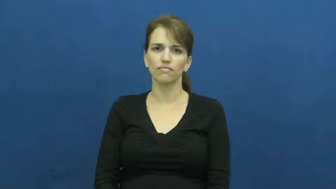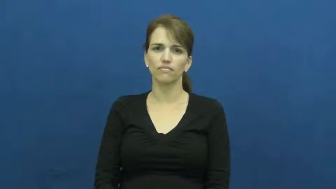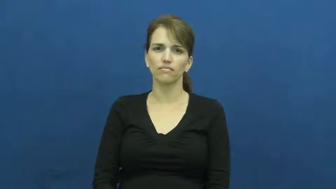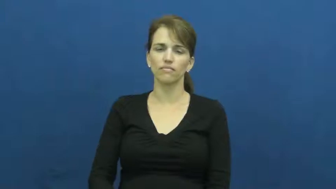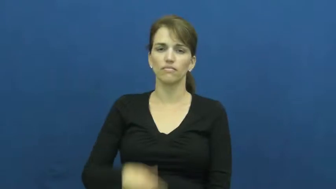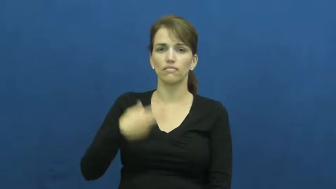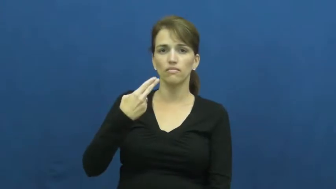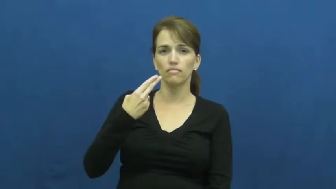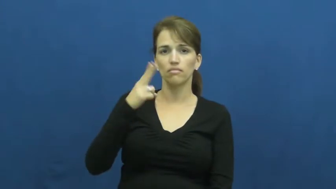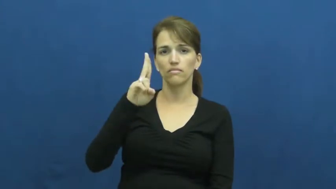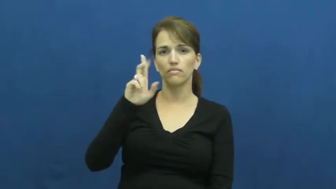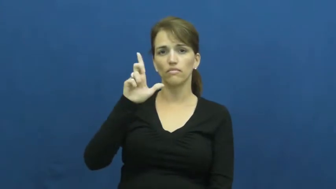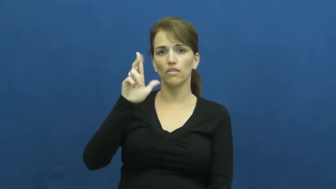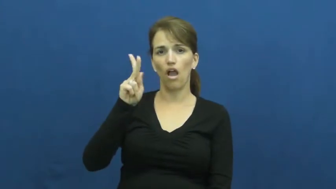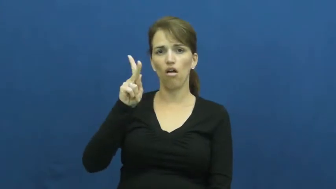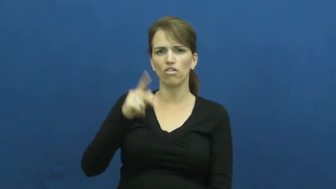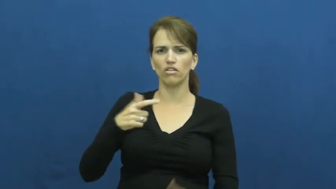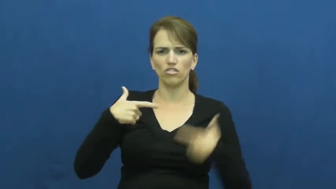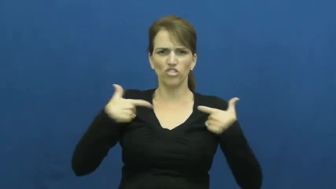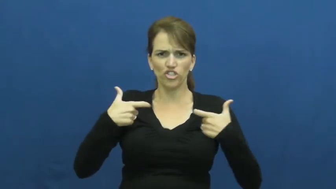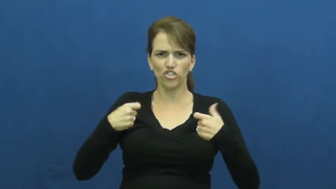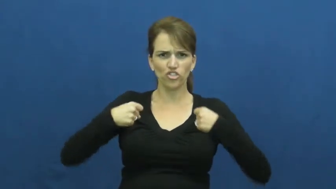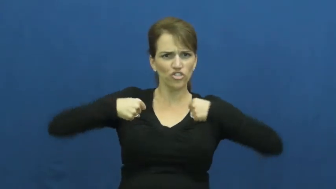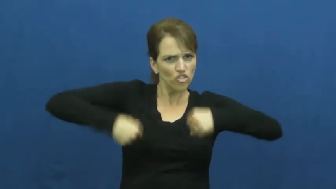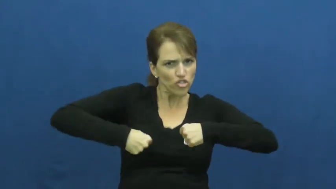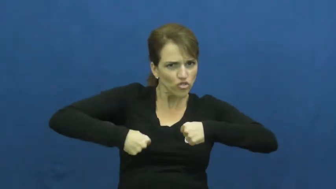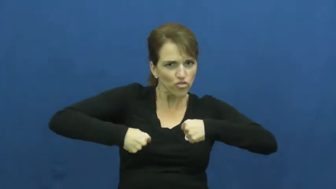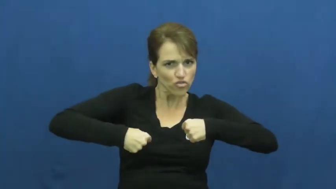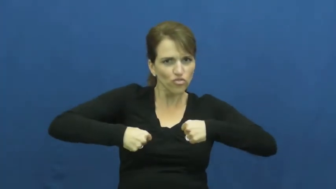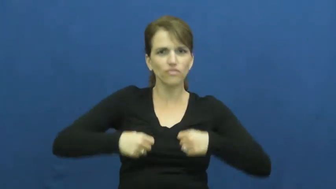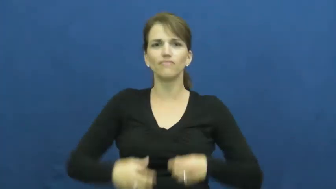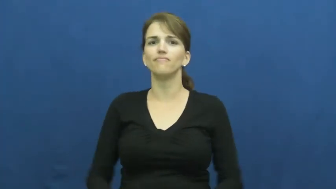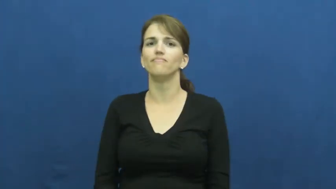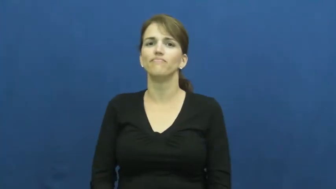hulk